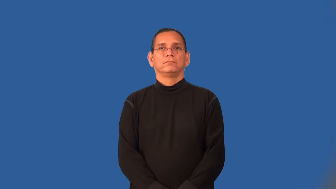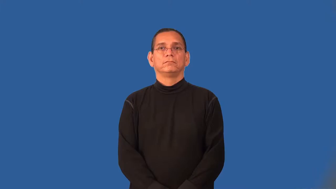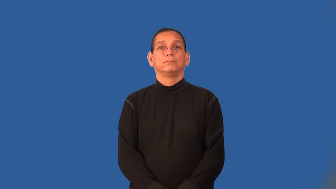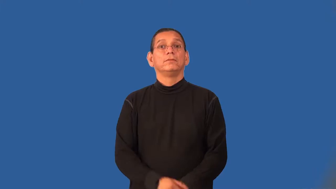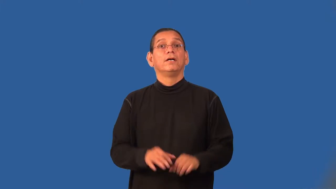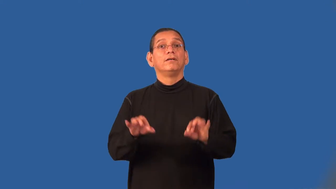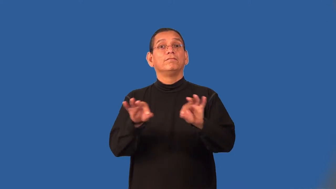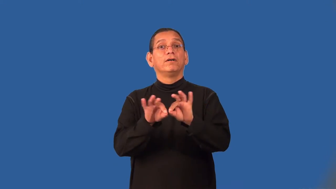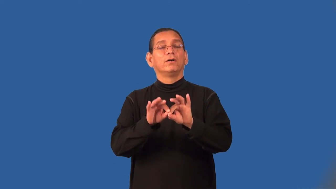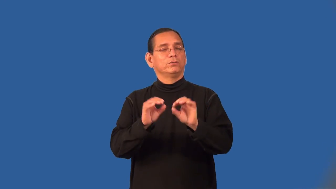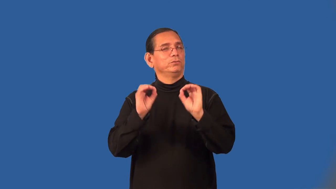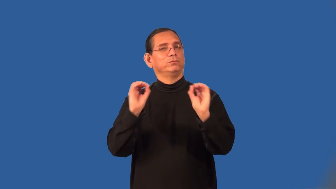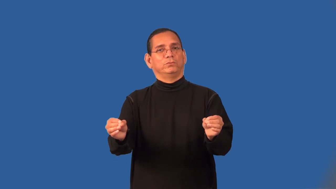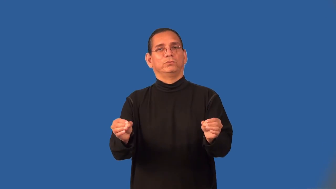valueless